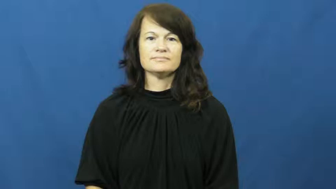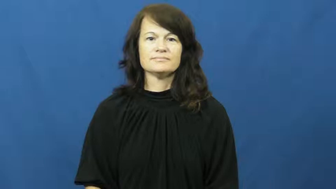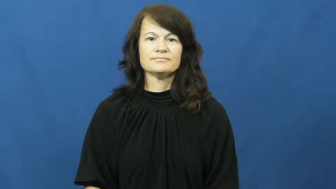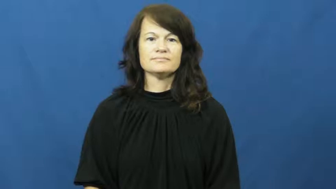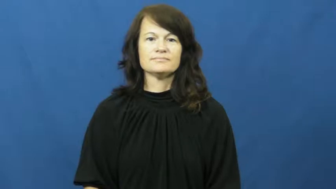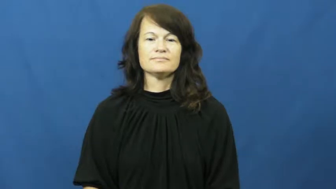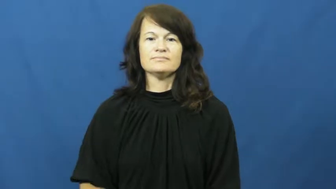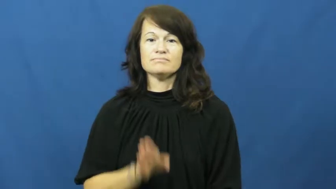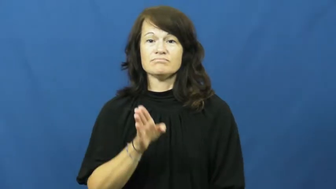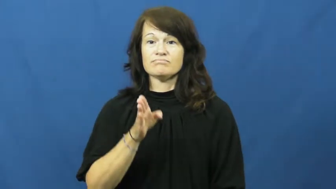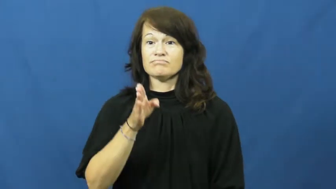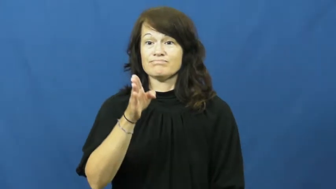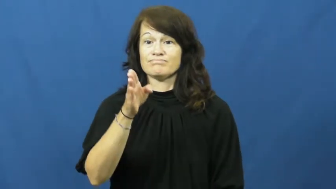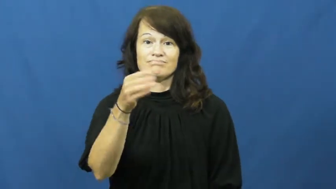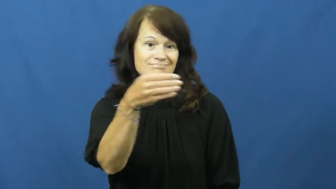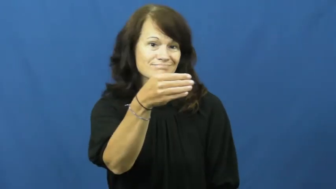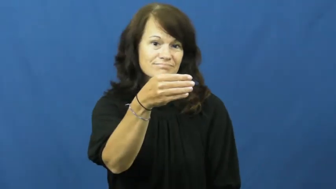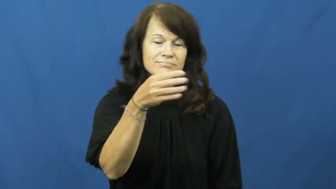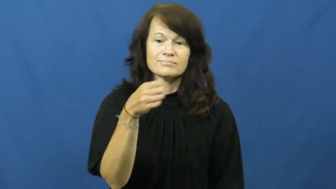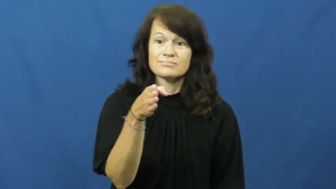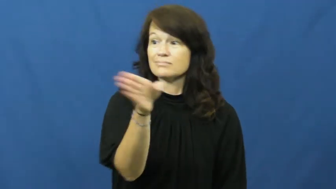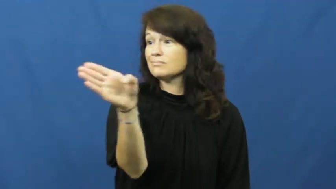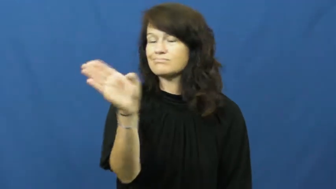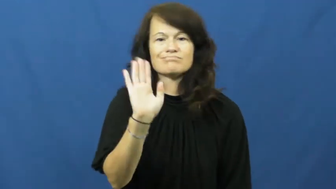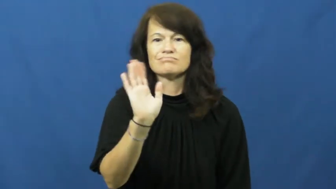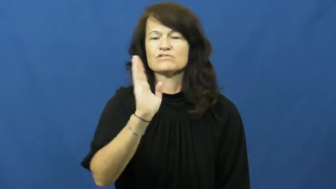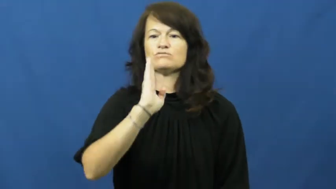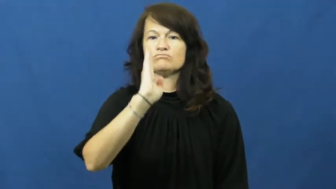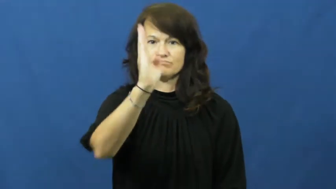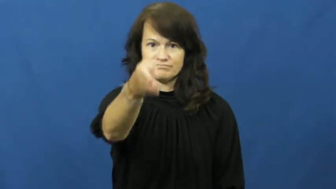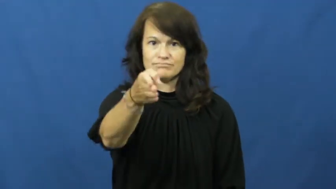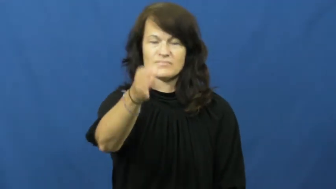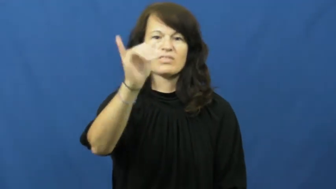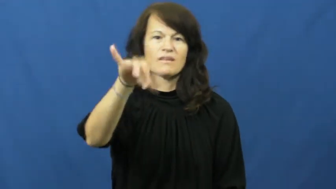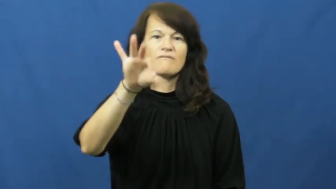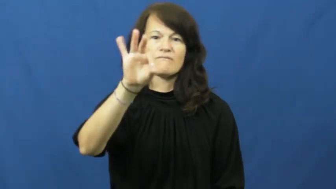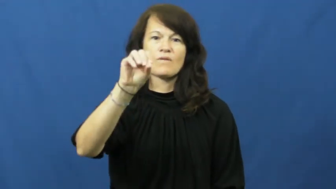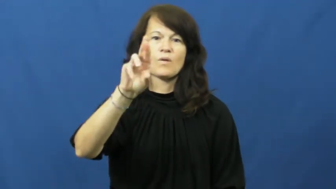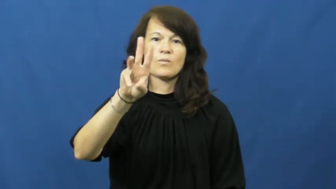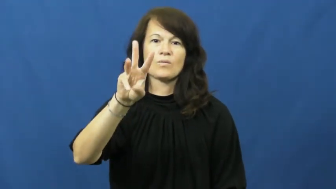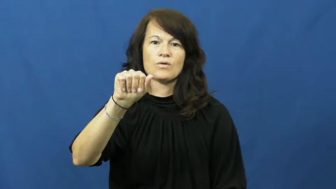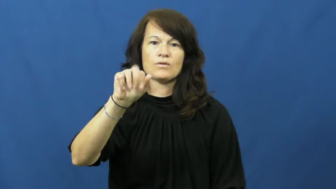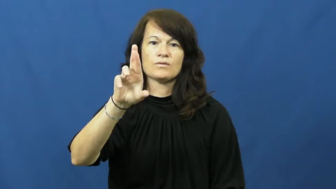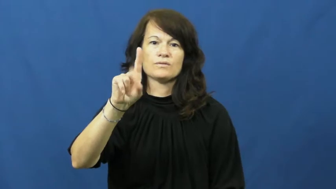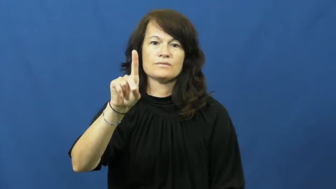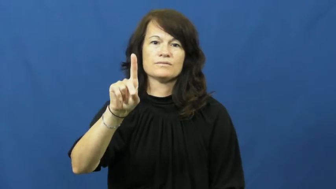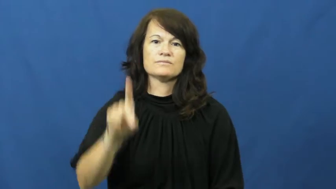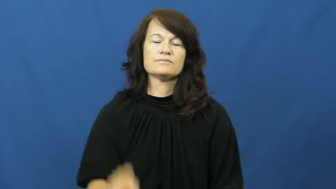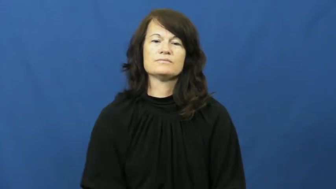forward,frontward,forth-direction